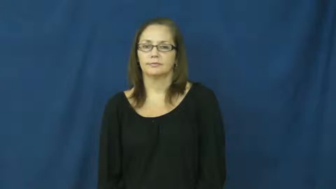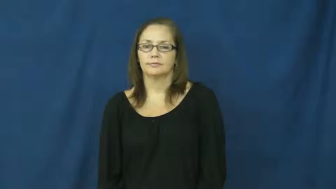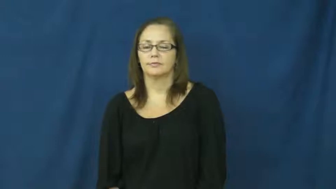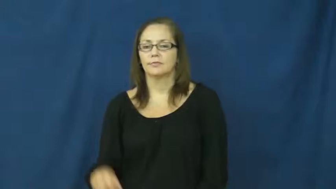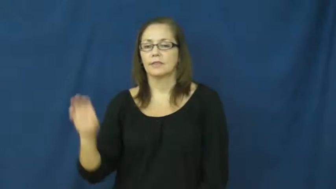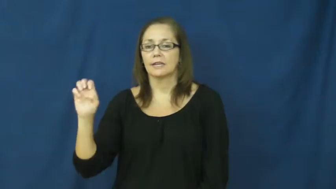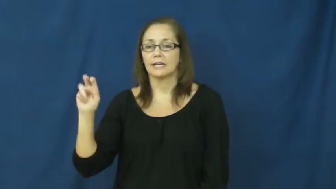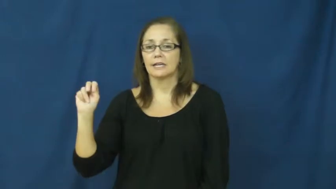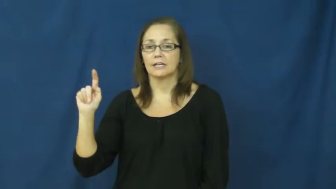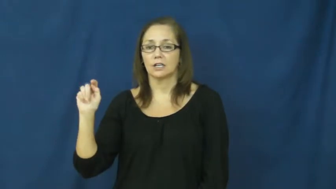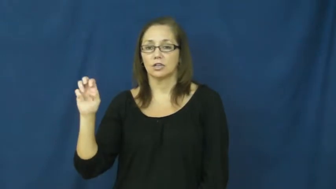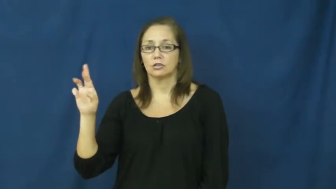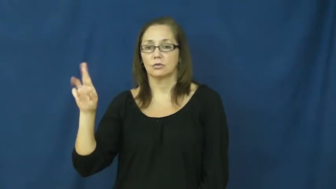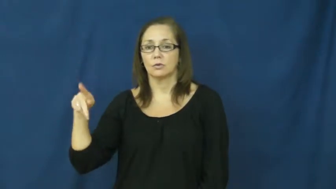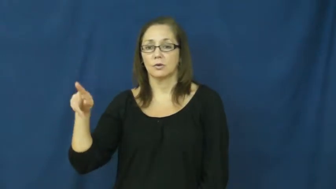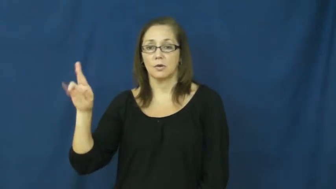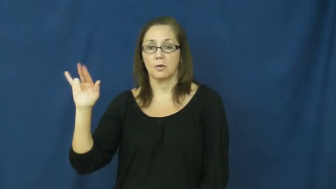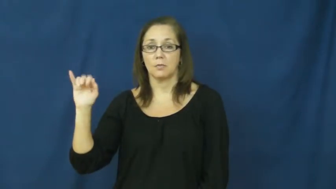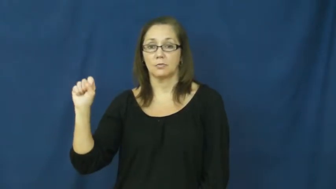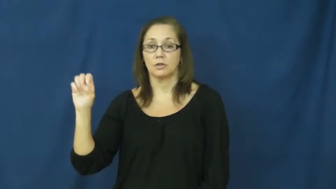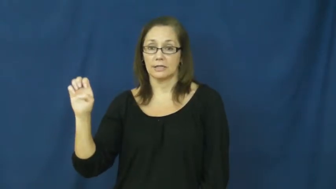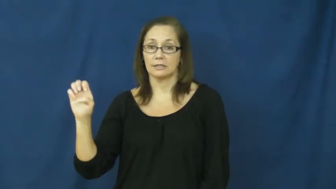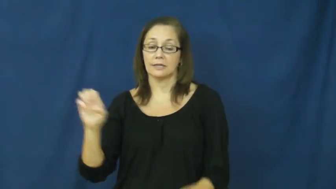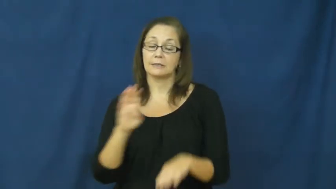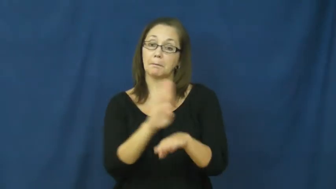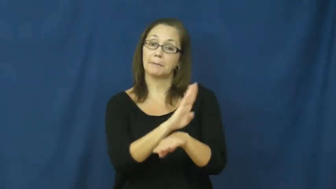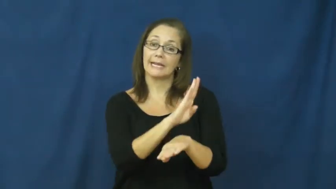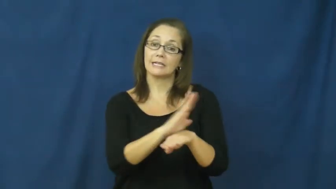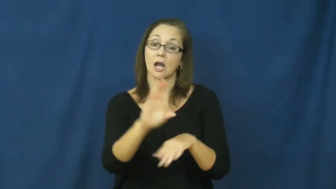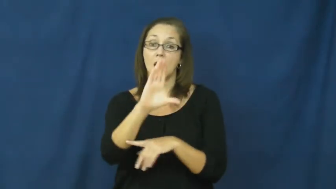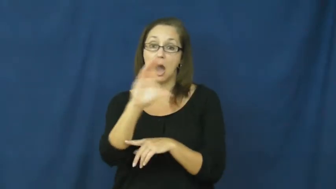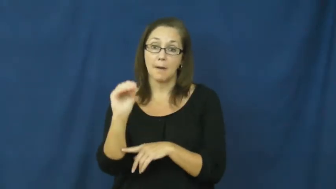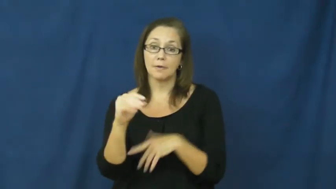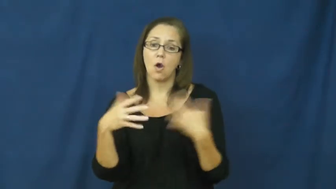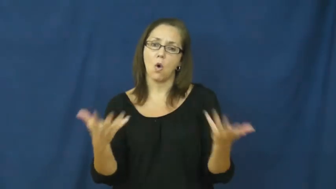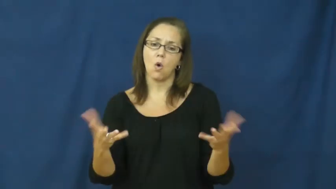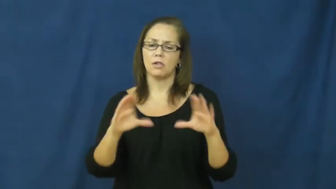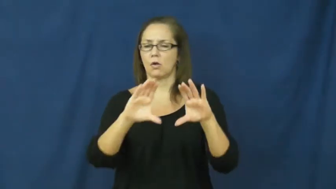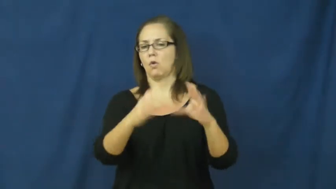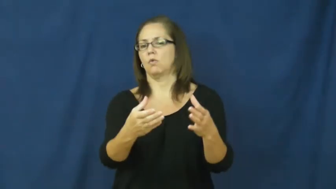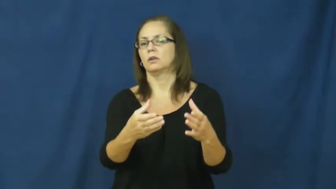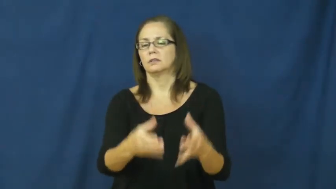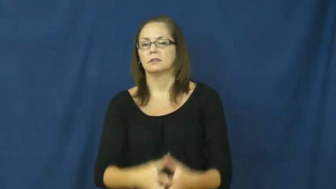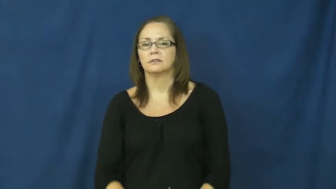enterprise